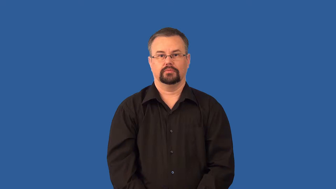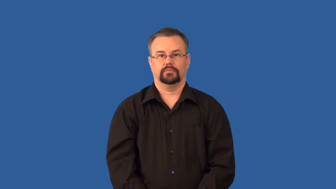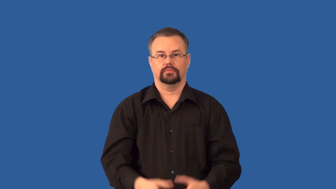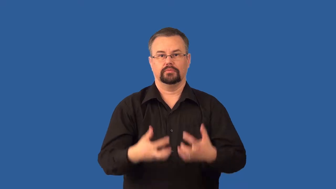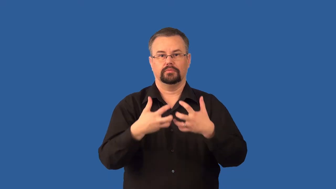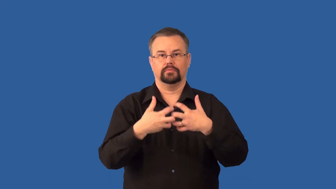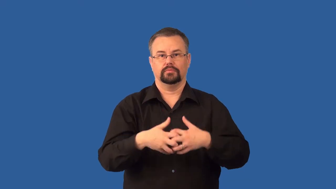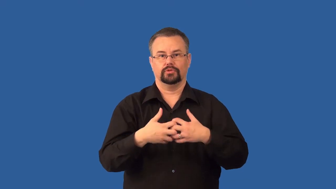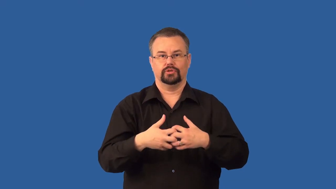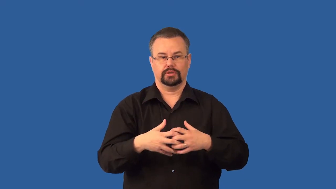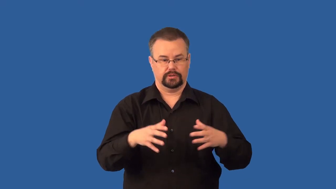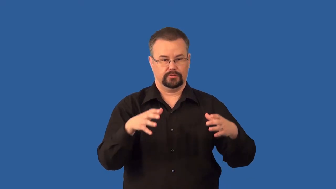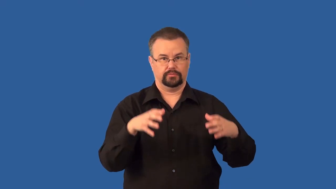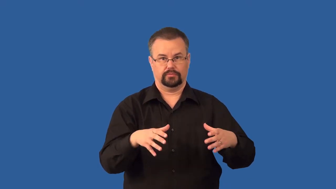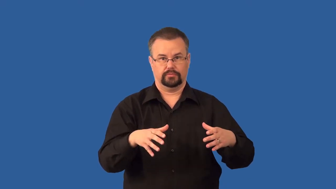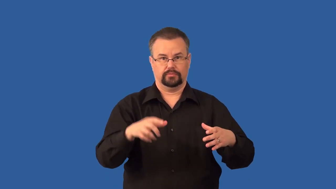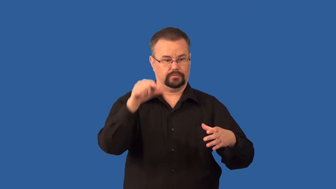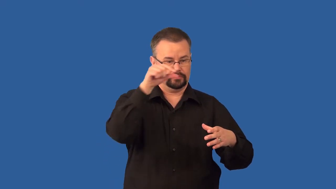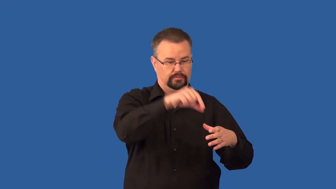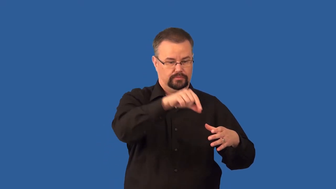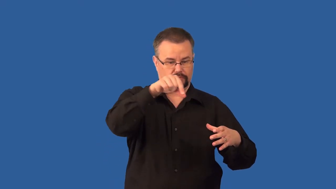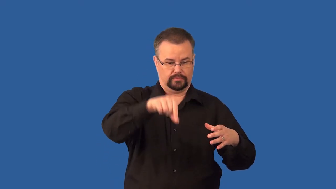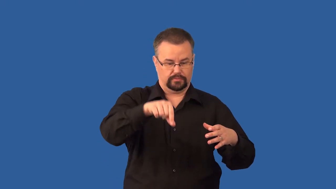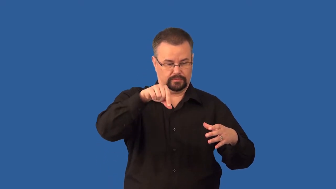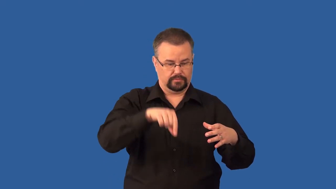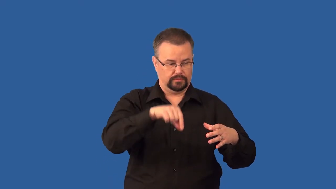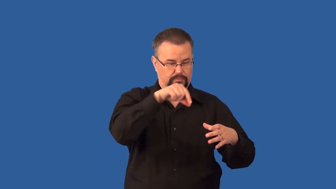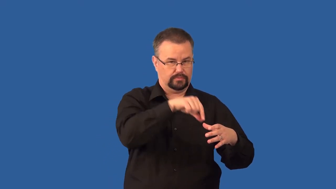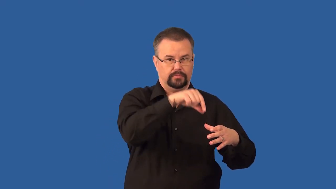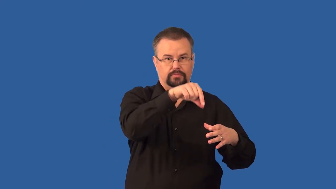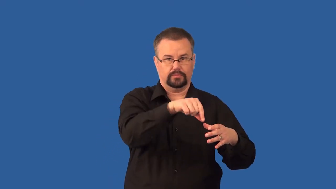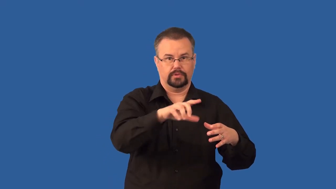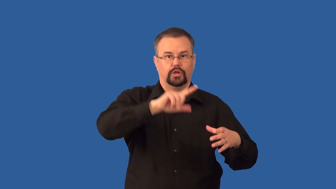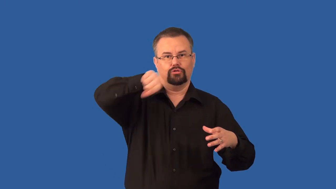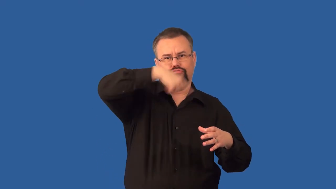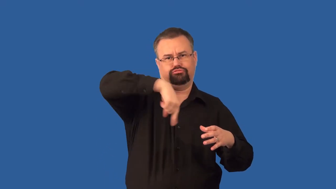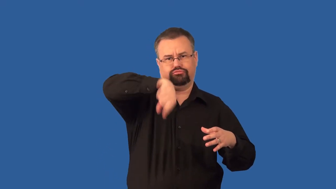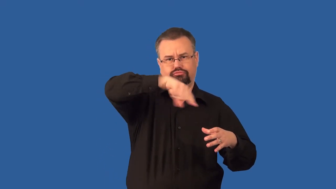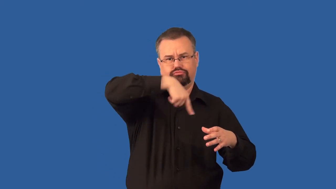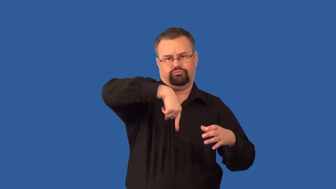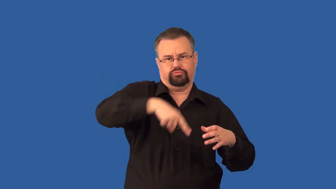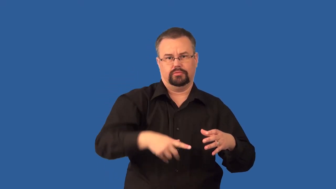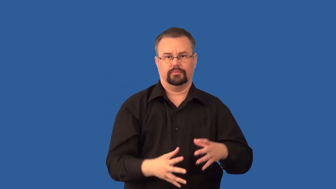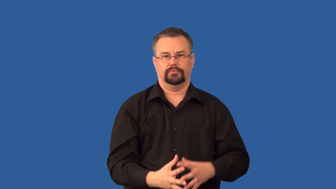centrifuge